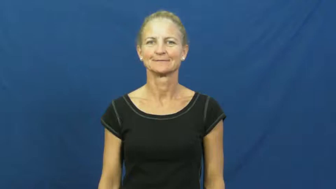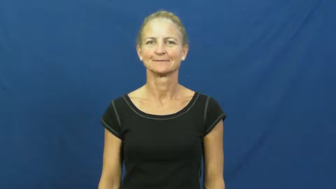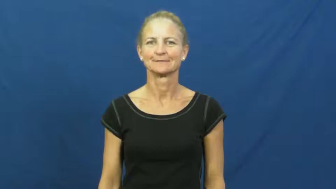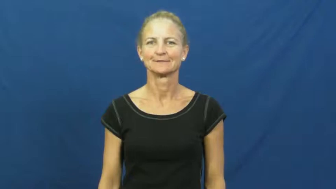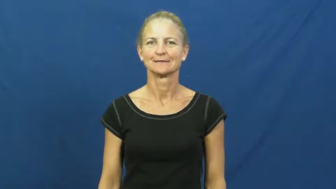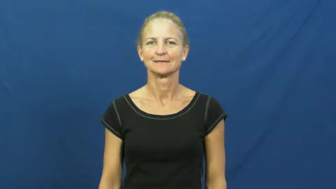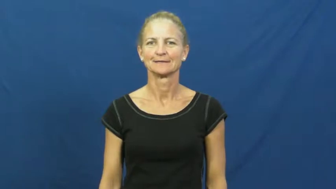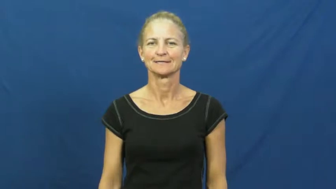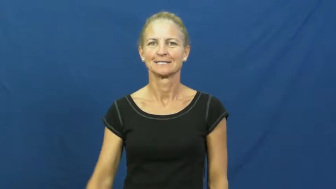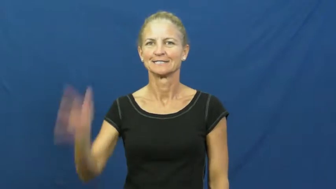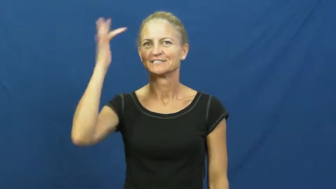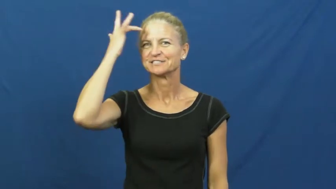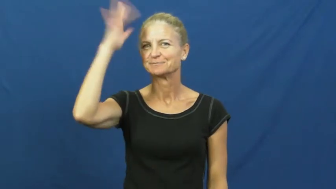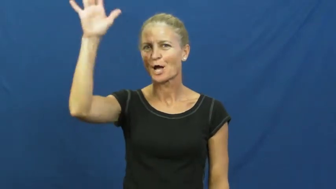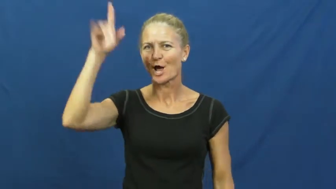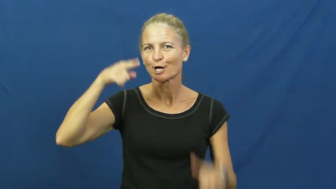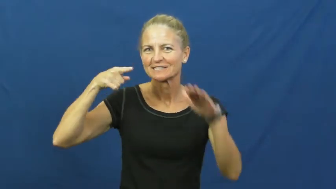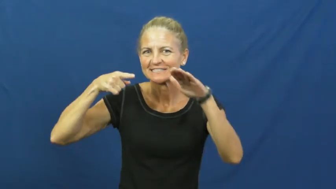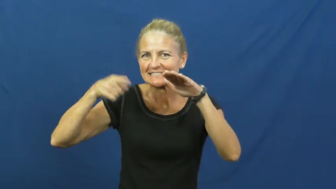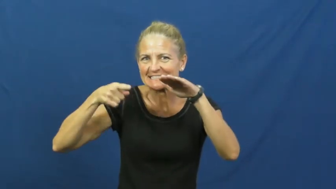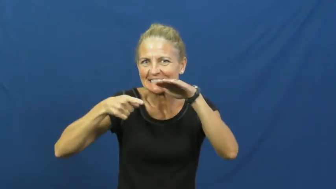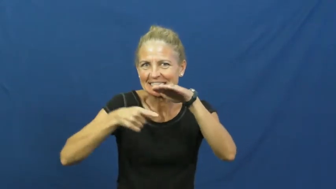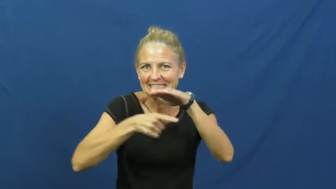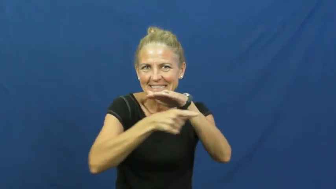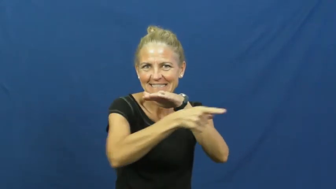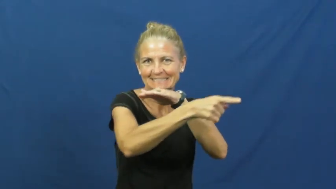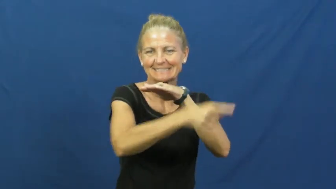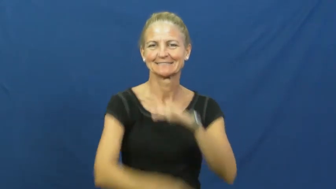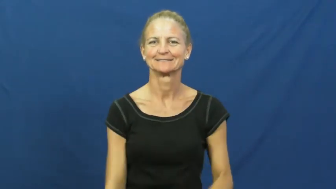cunning